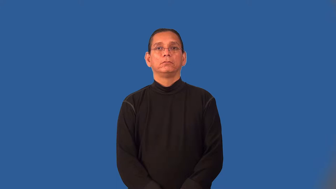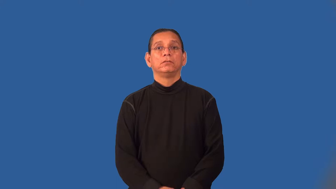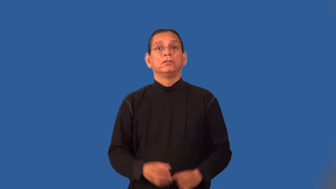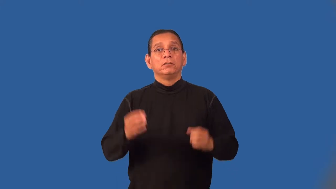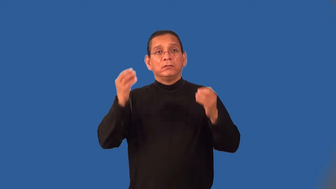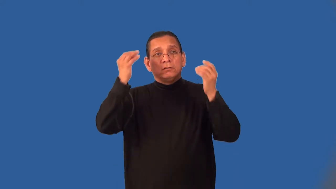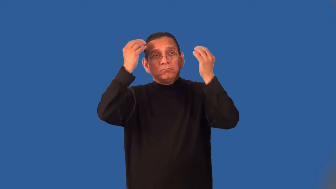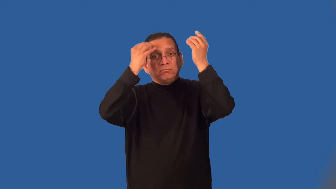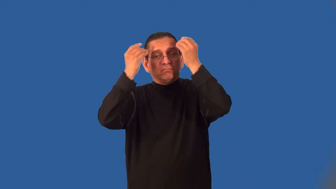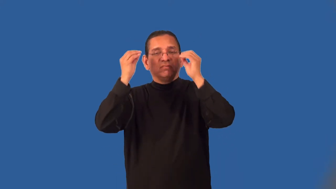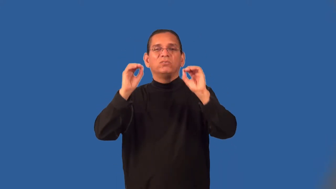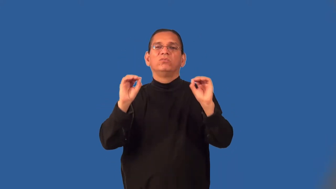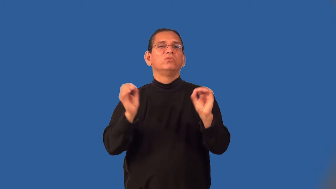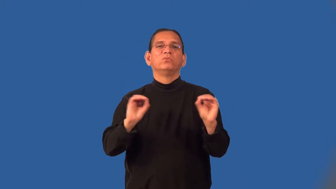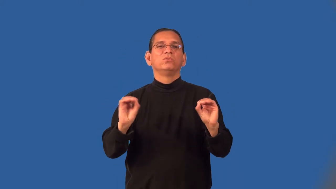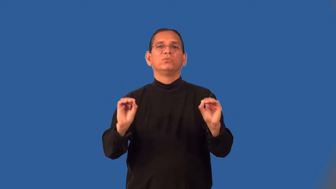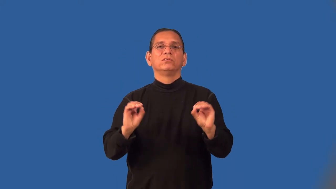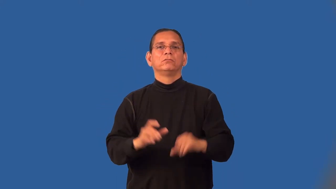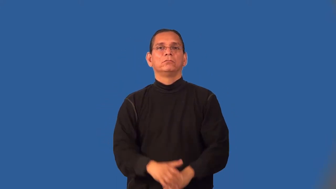mindless